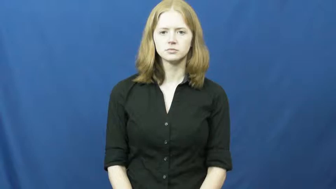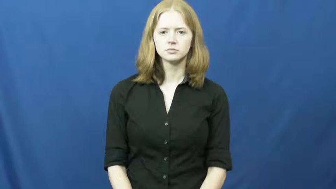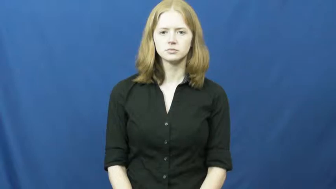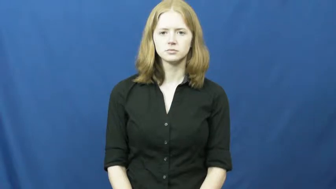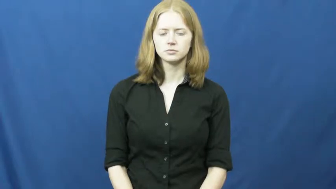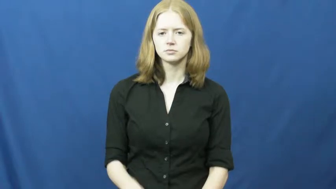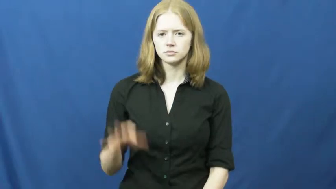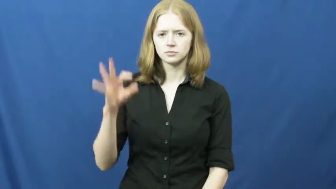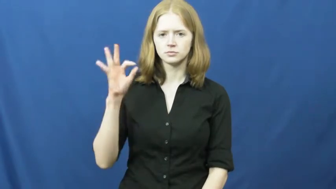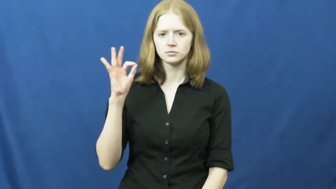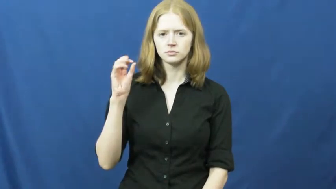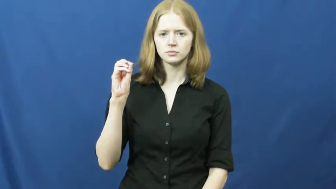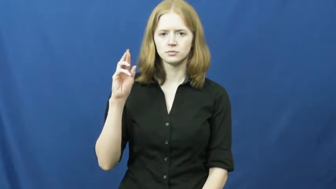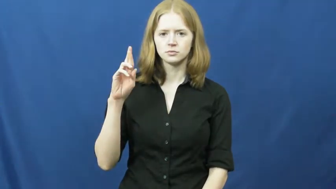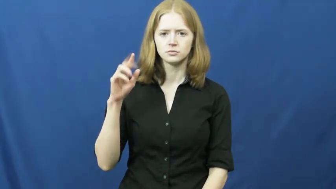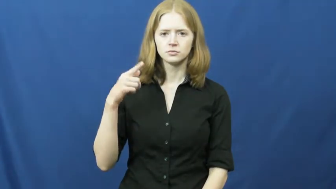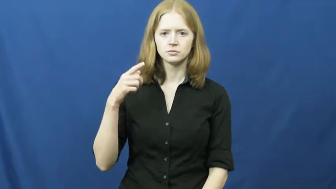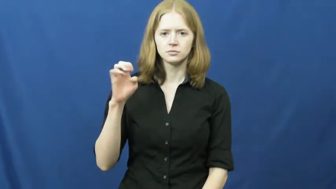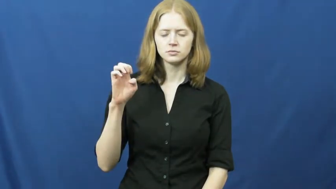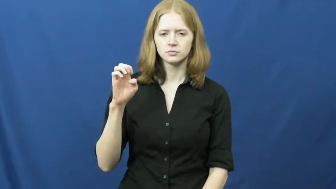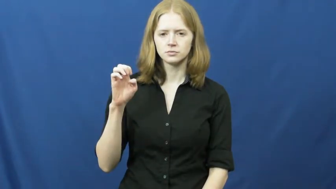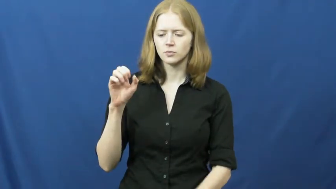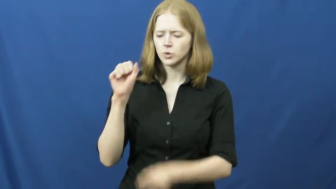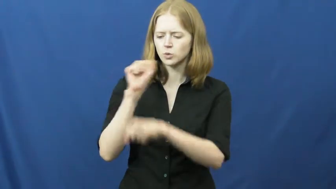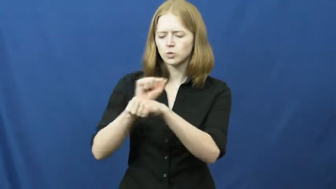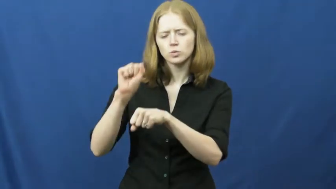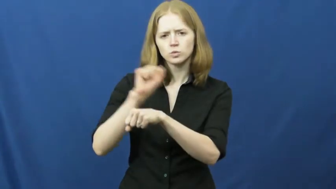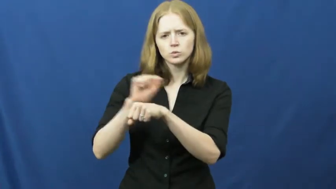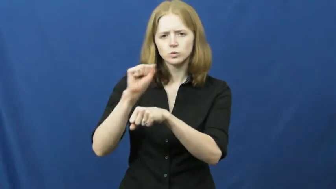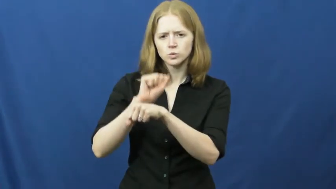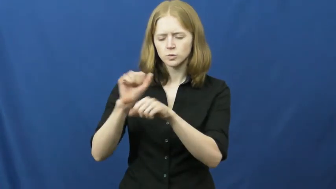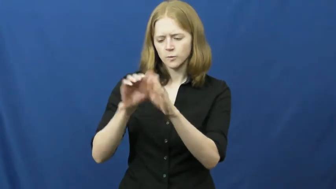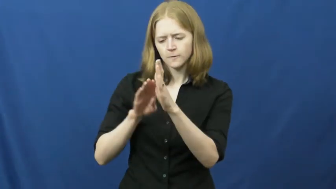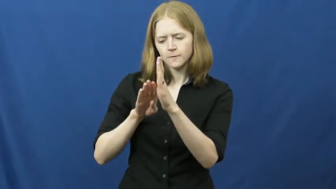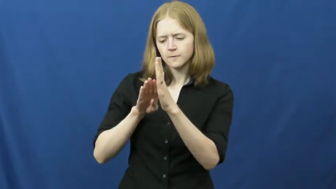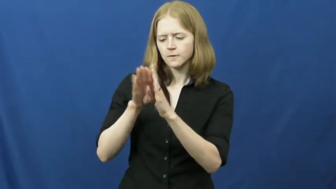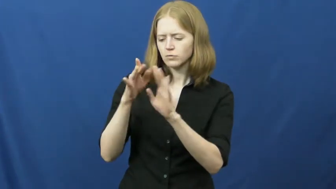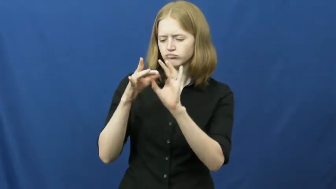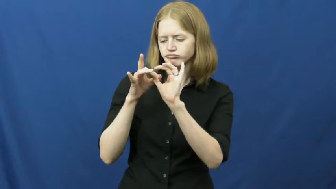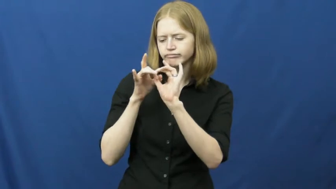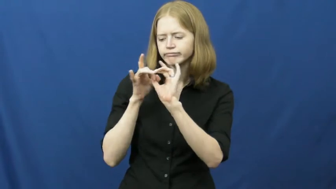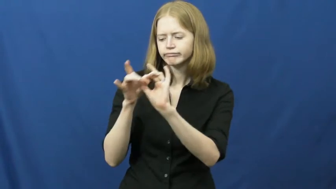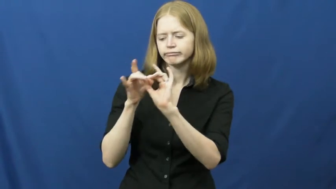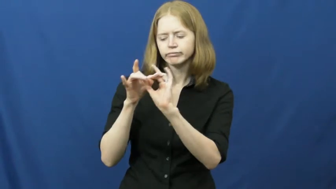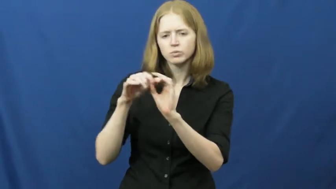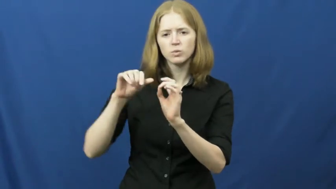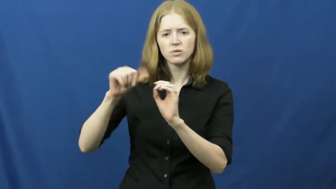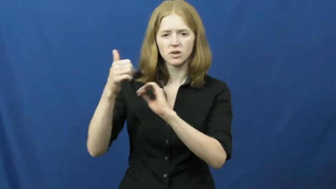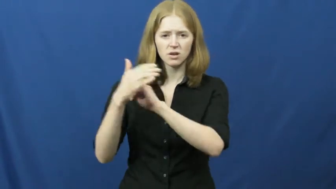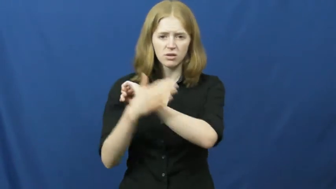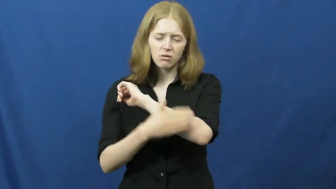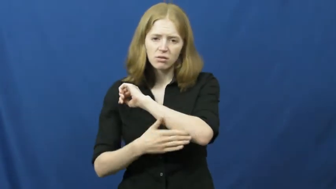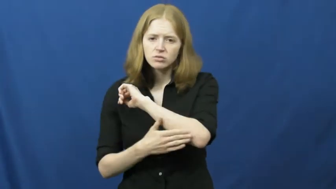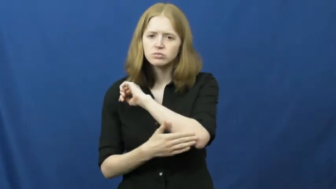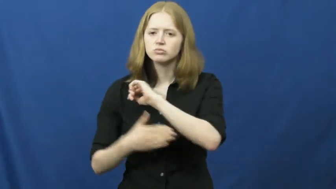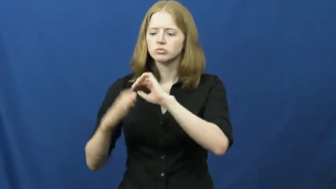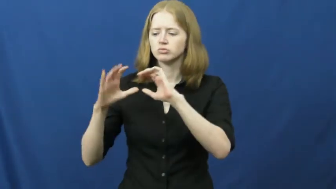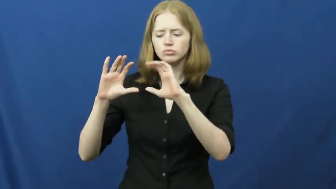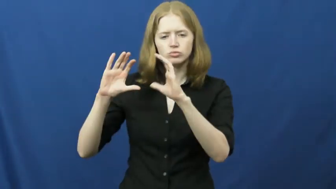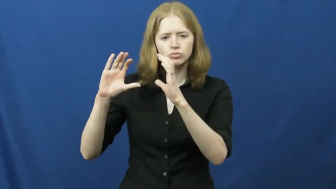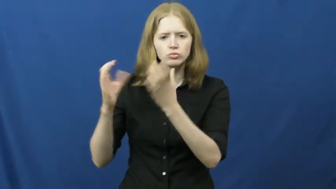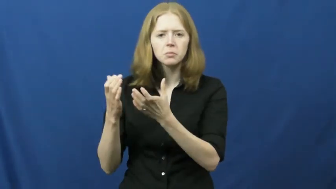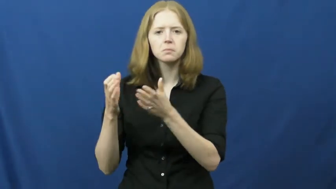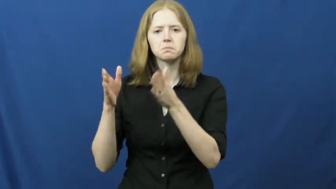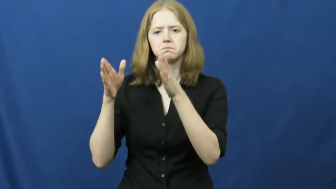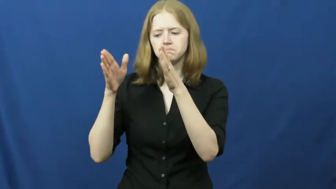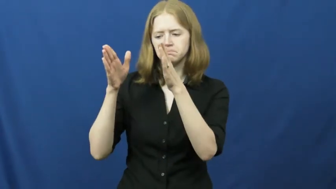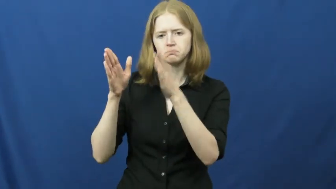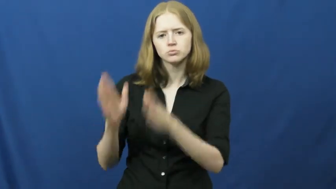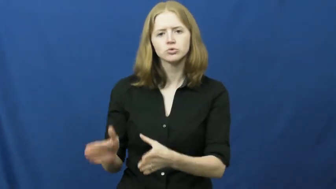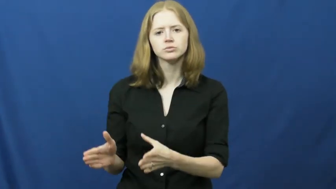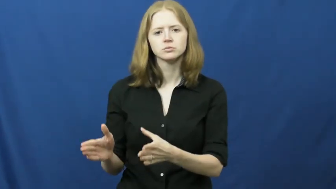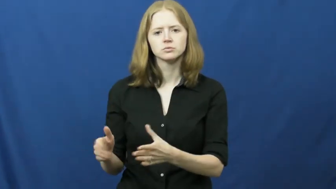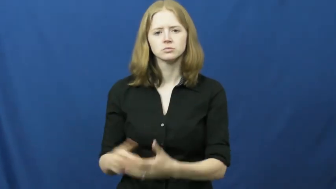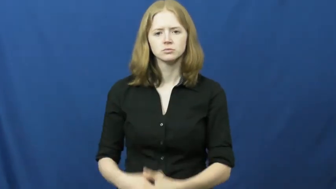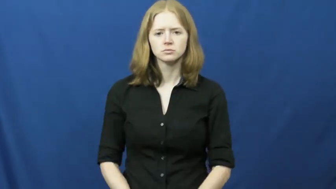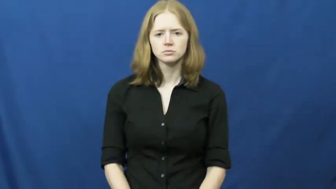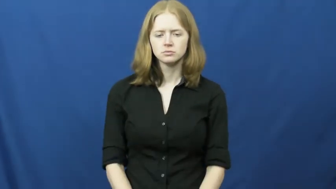forge-relationship